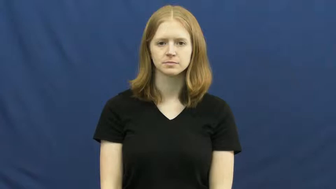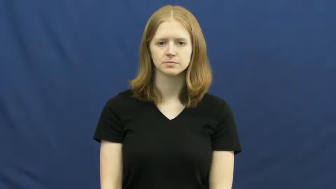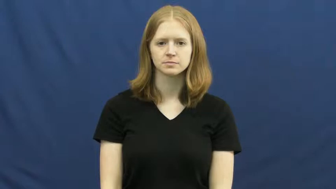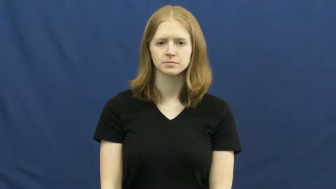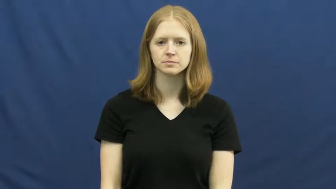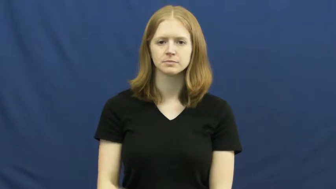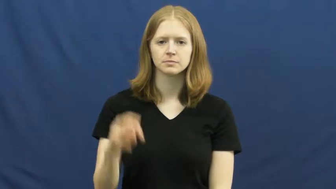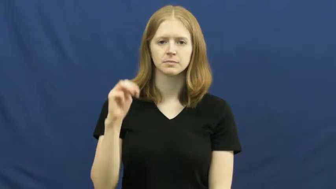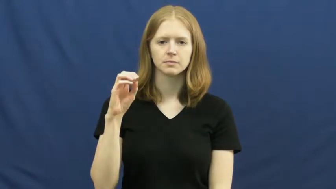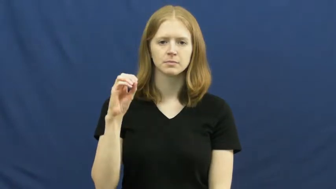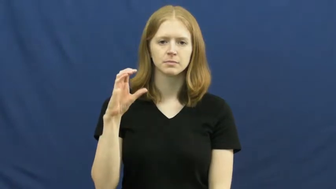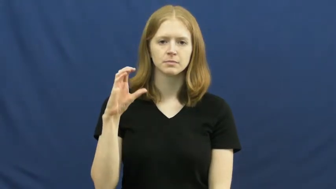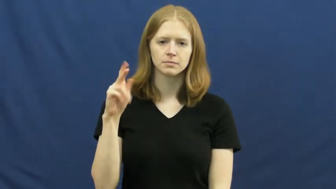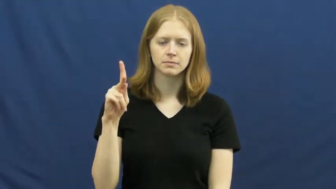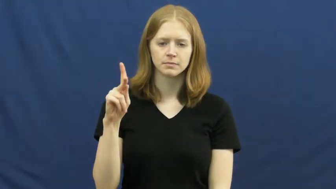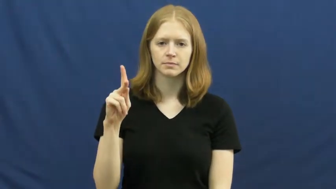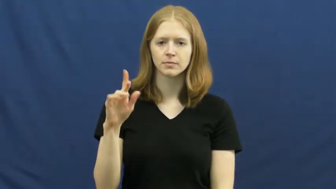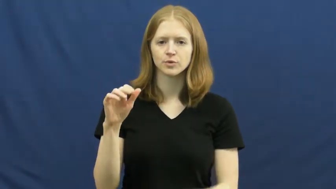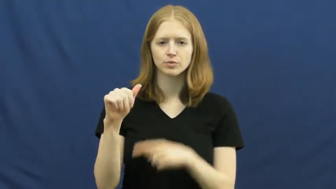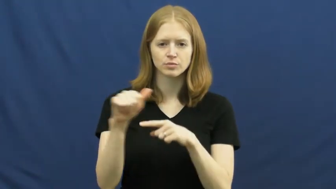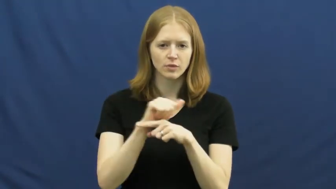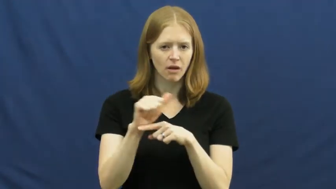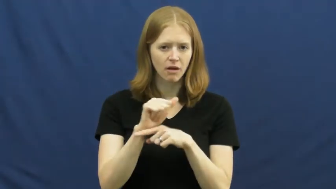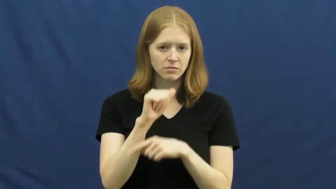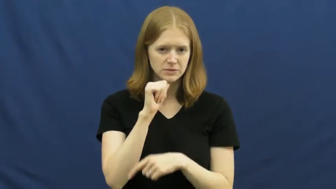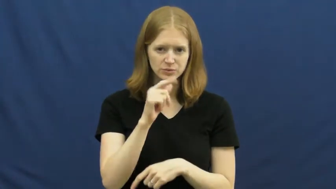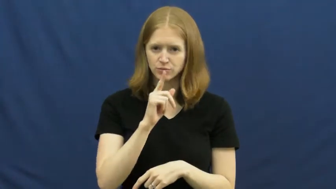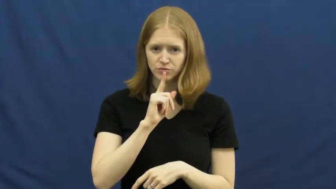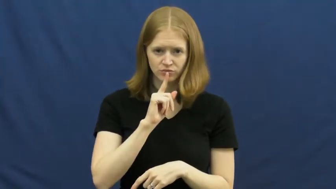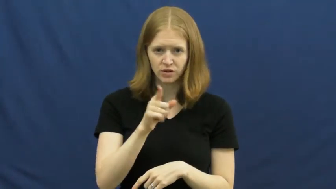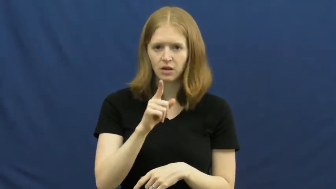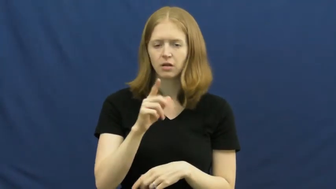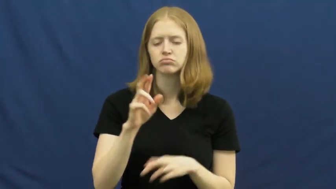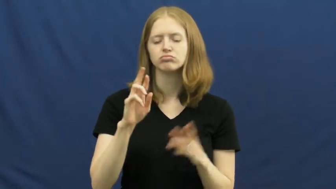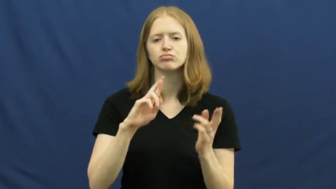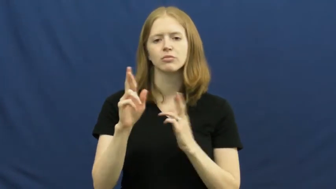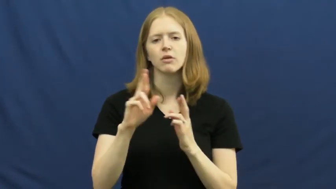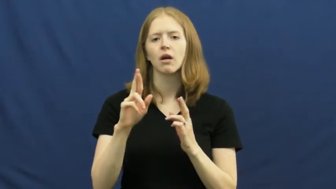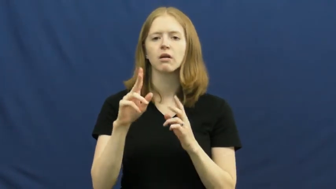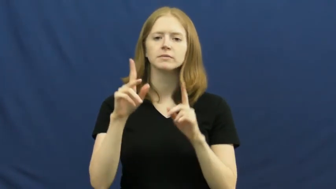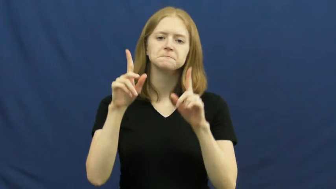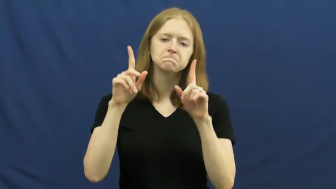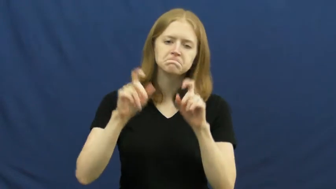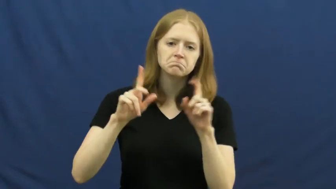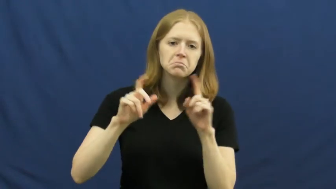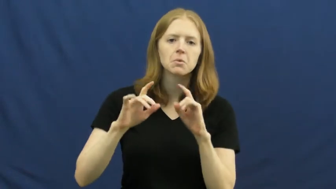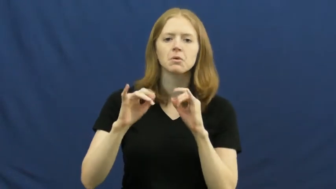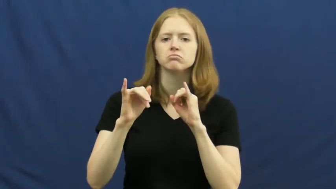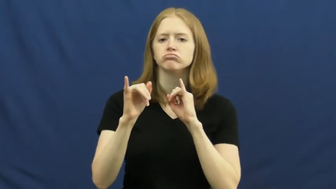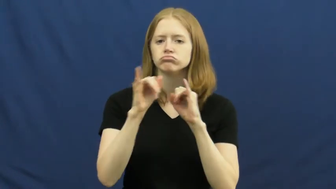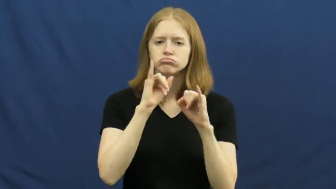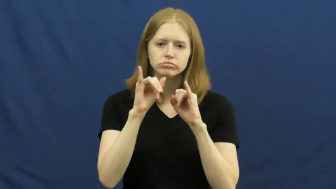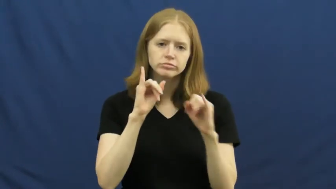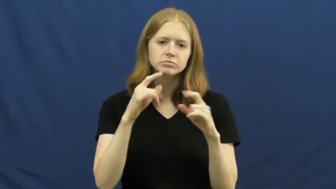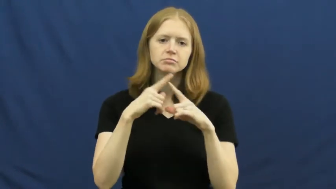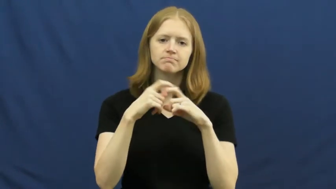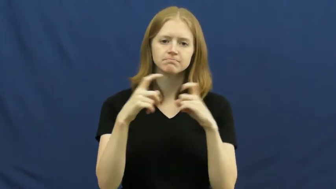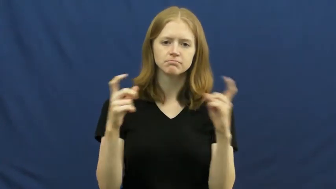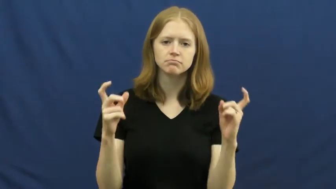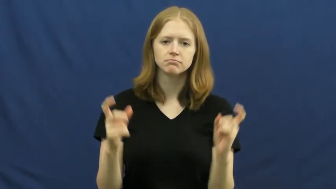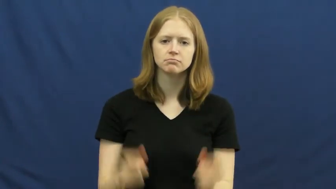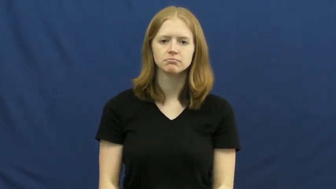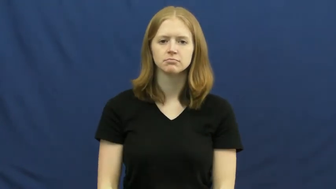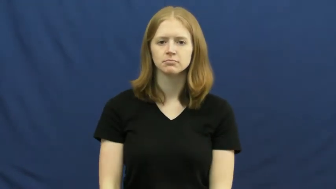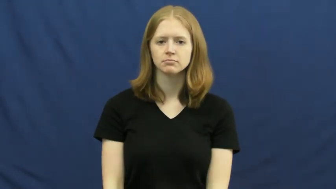mock-fake